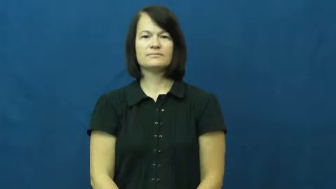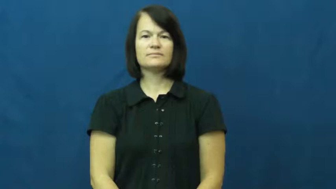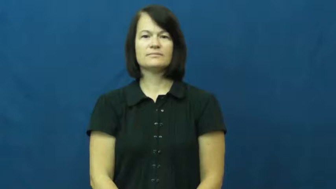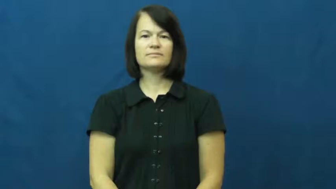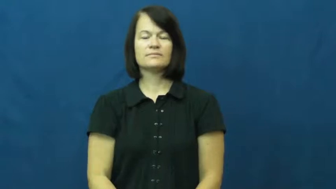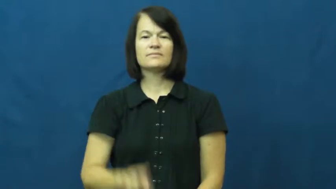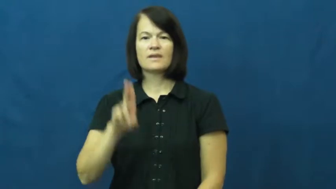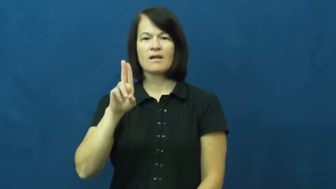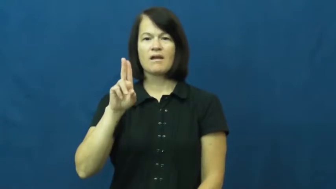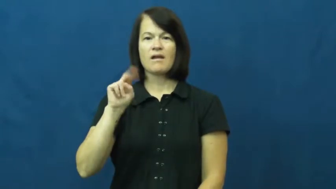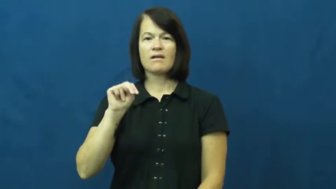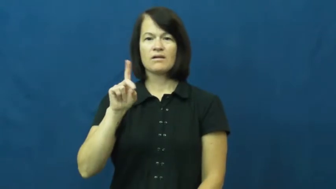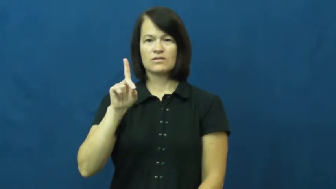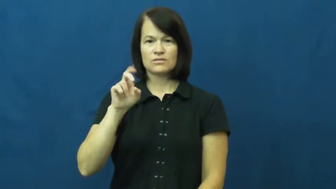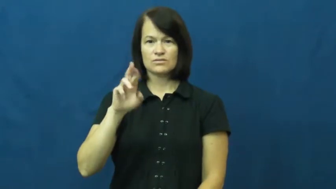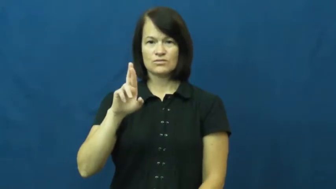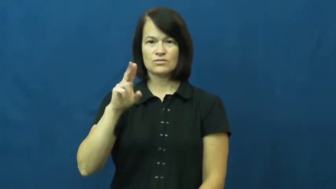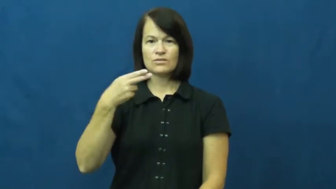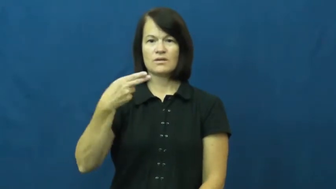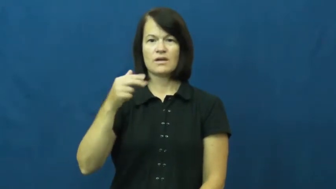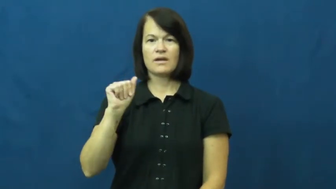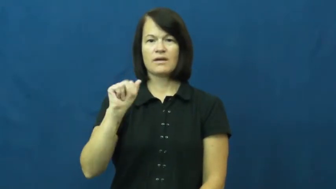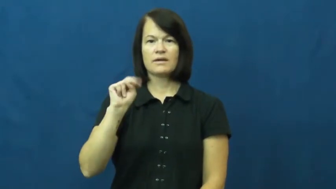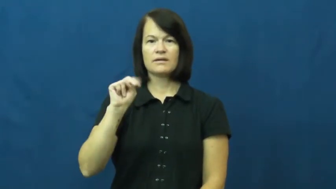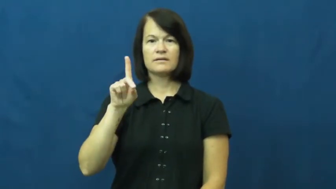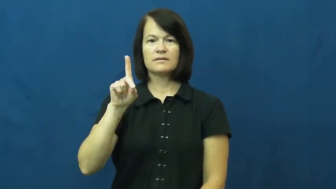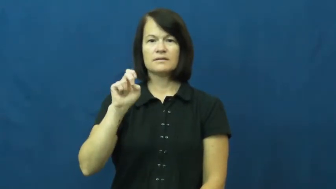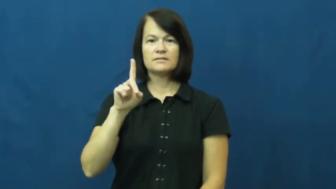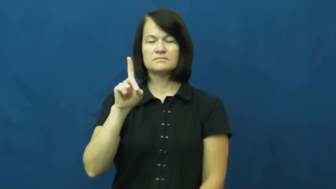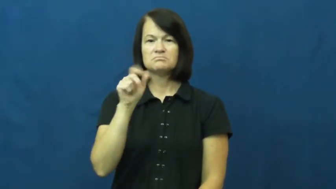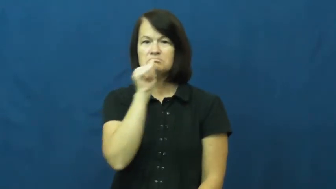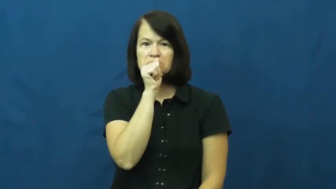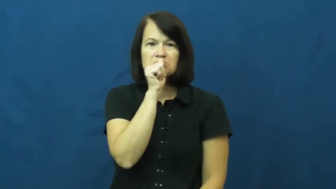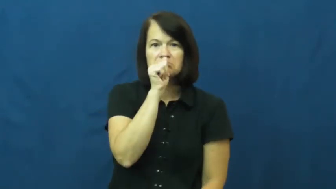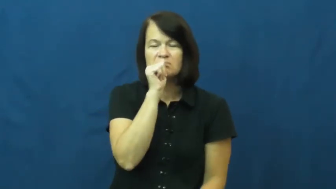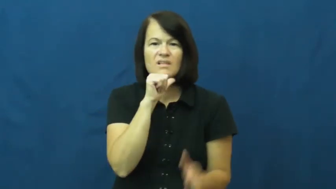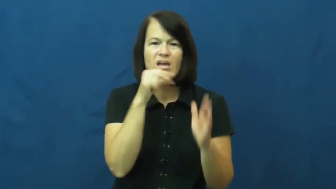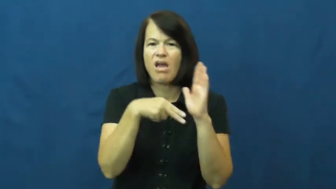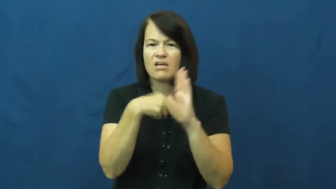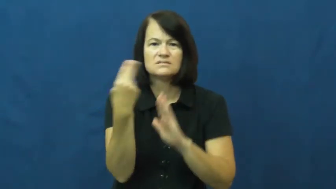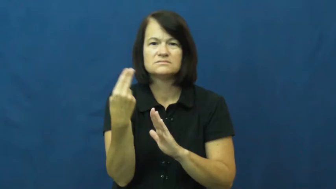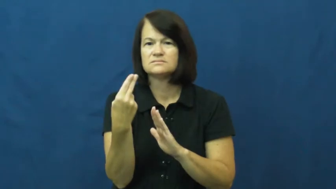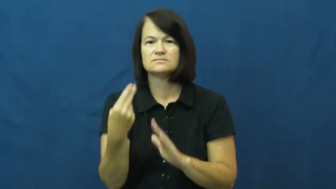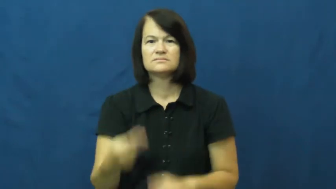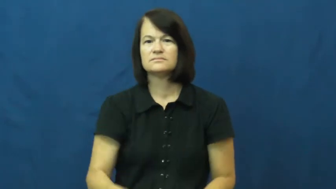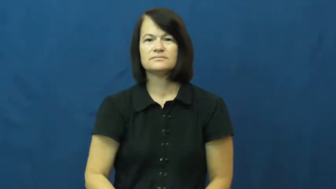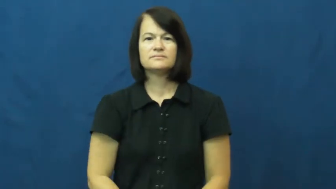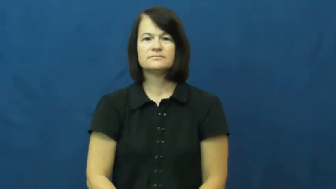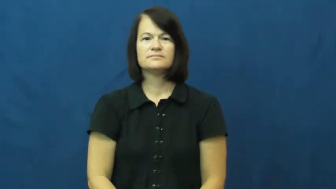underhanded